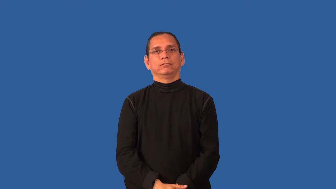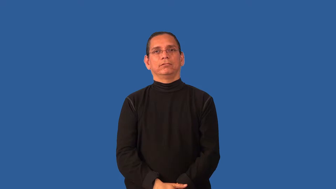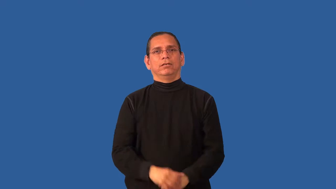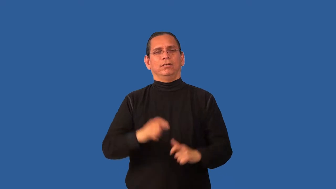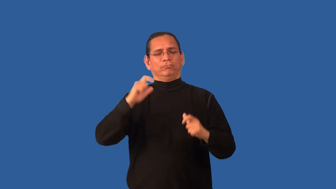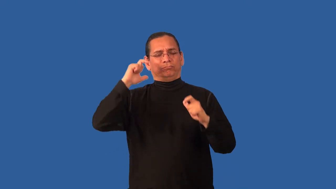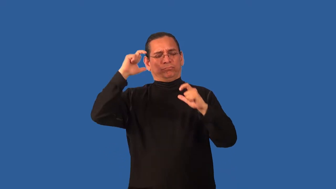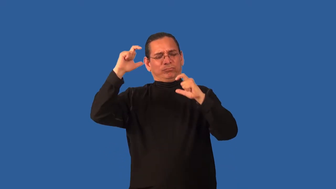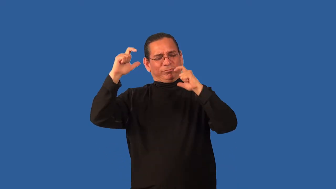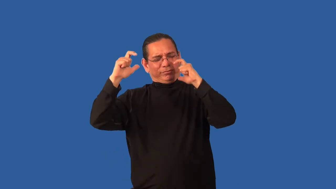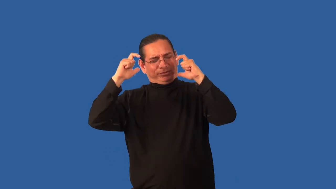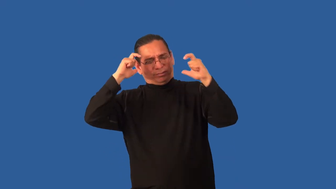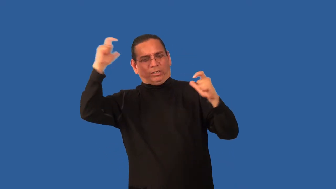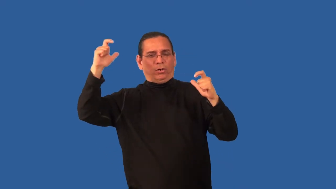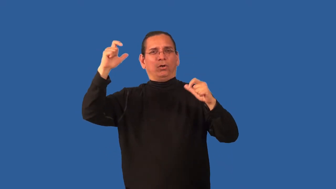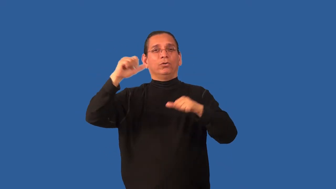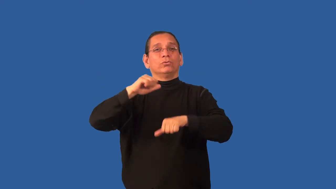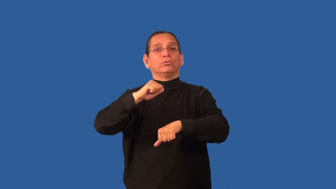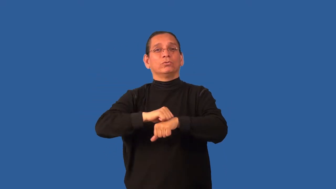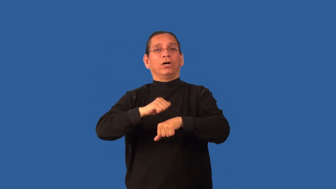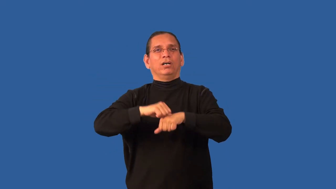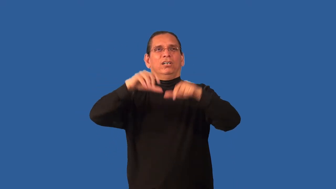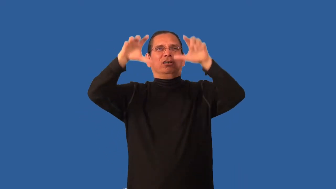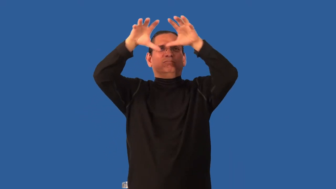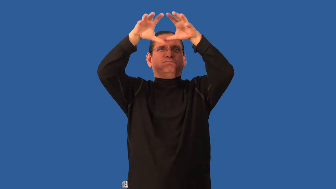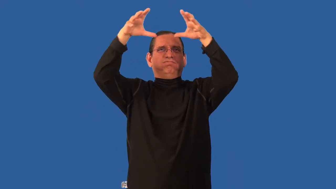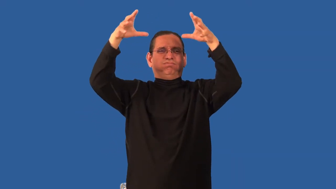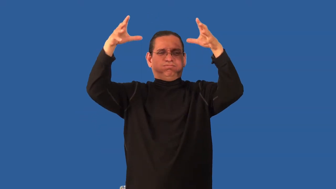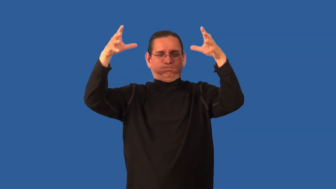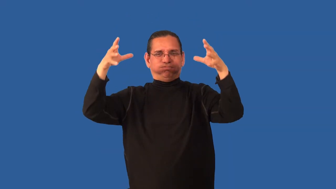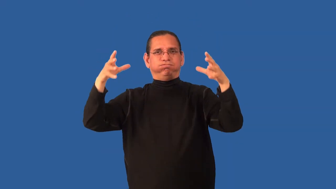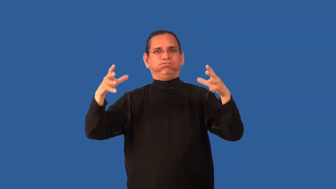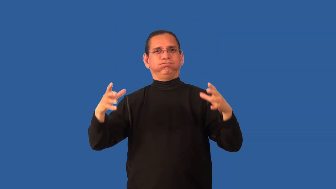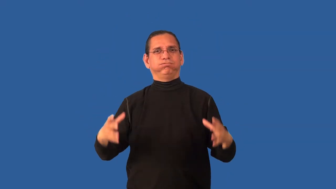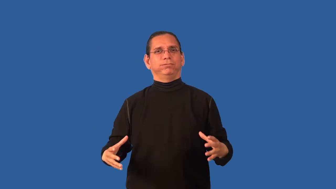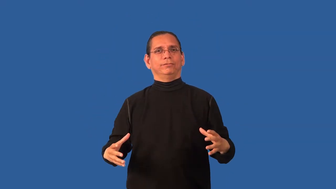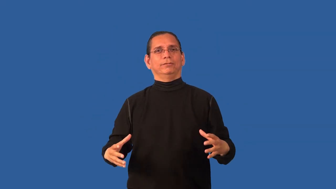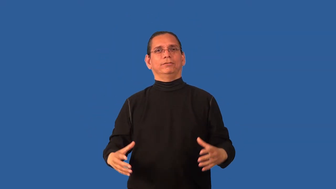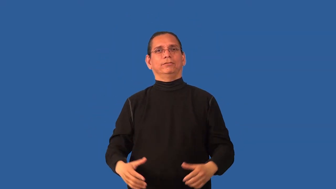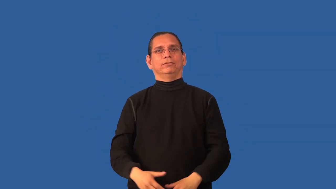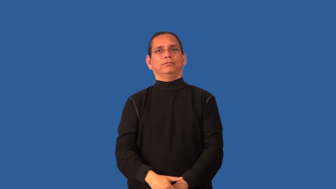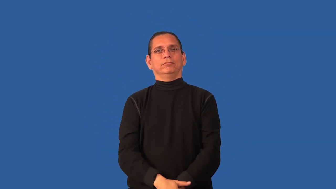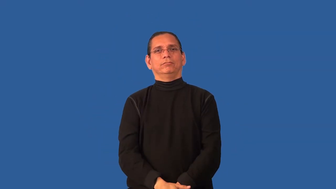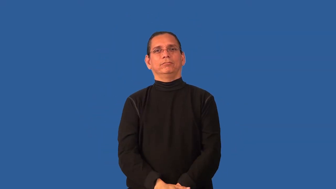boulder